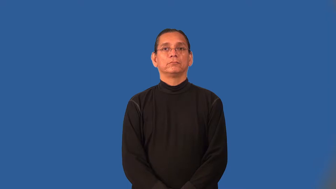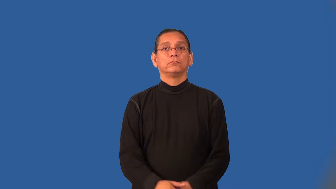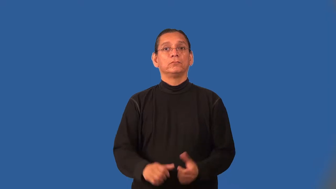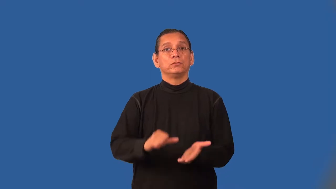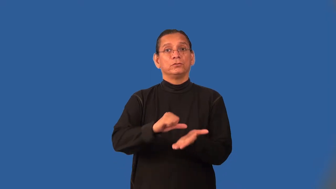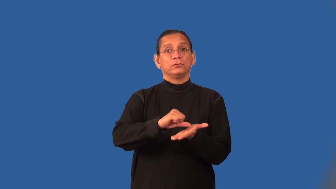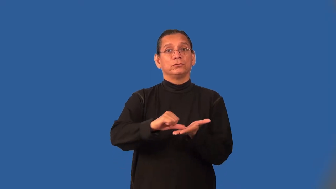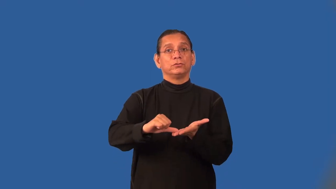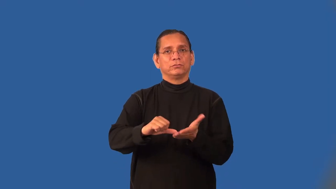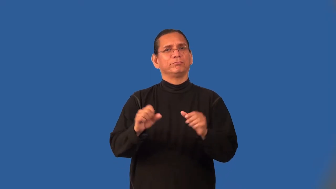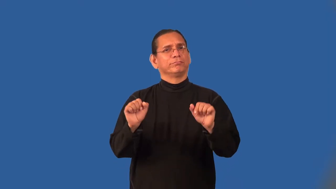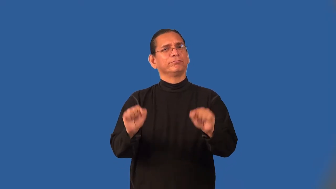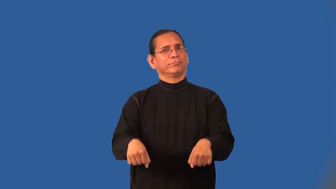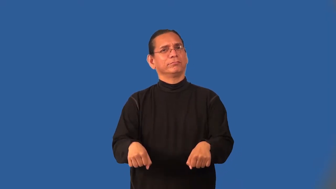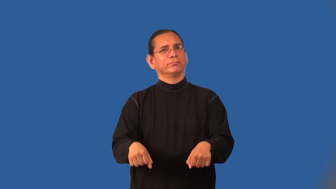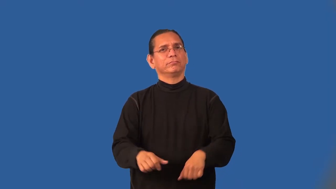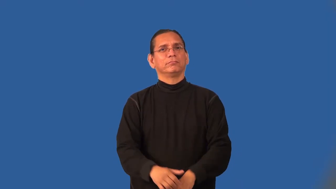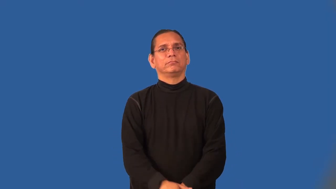operable-surgery